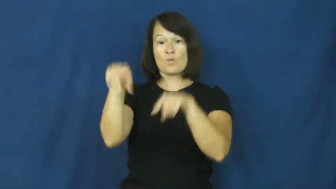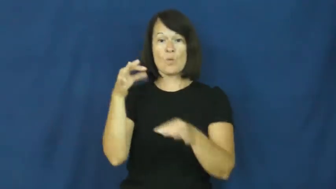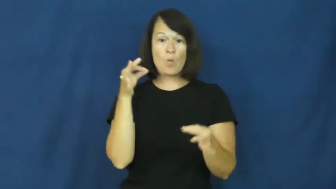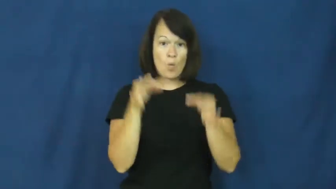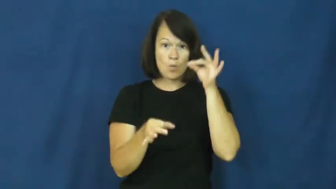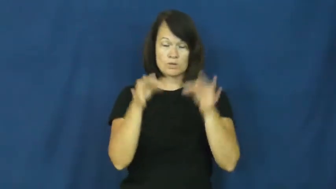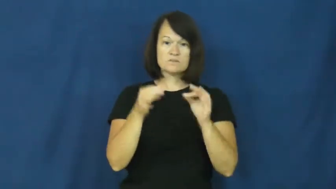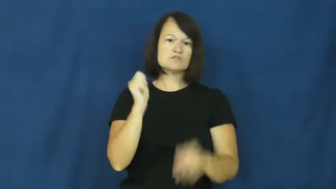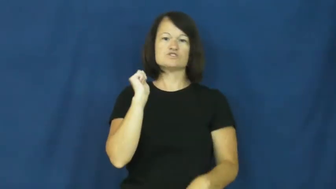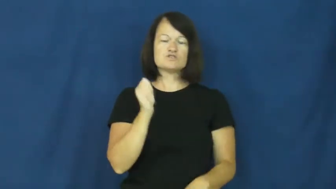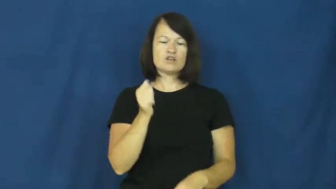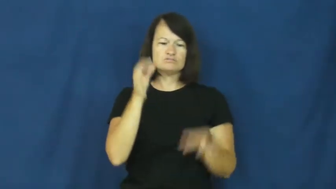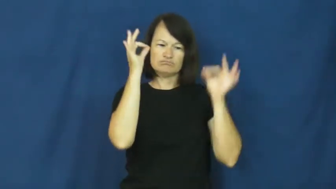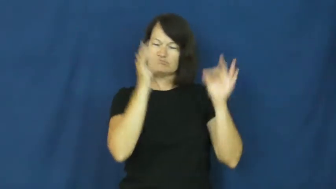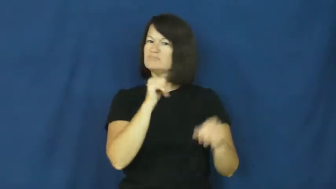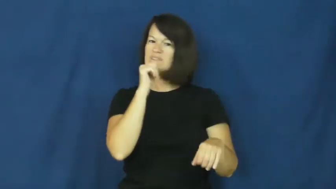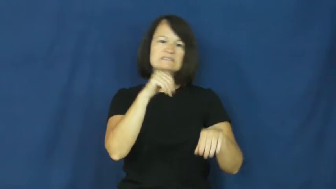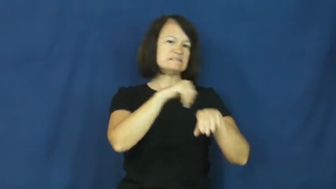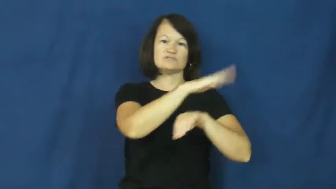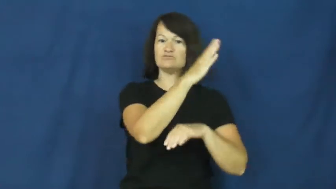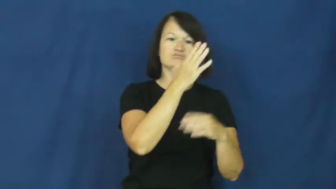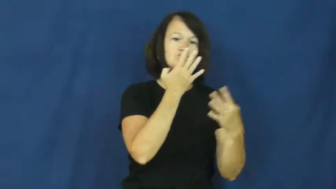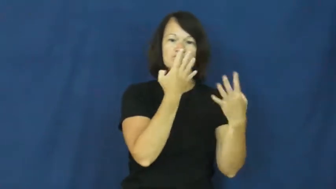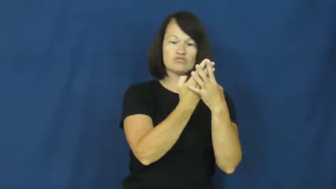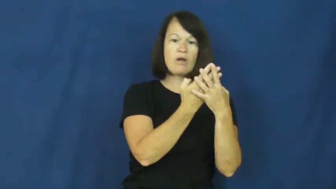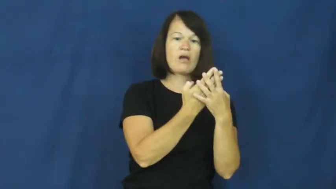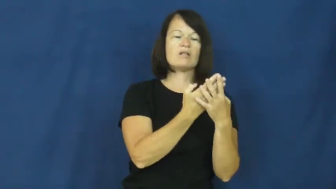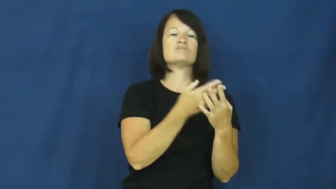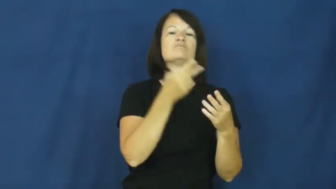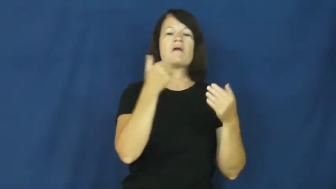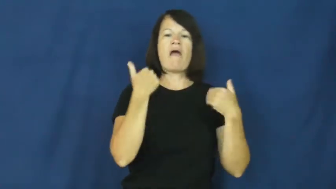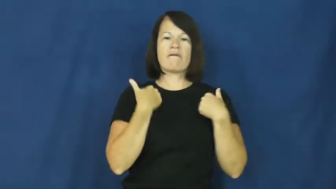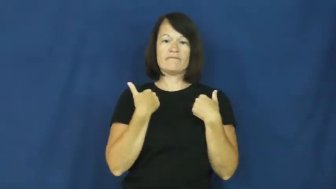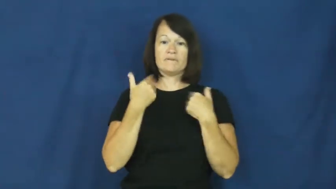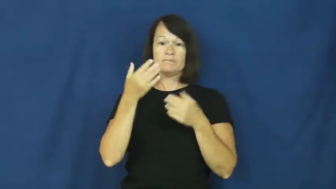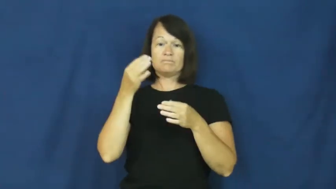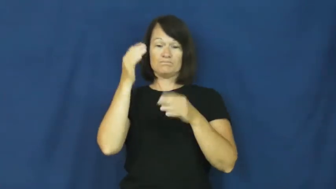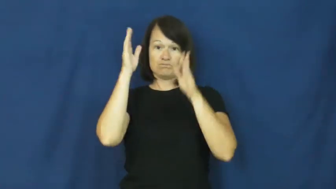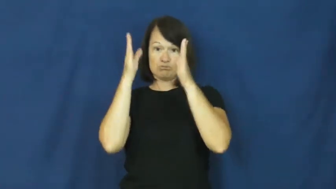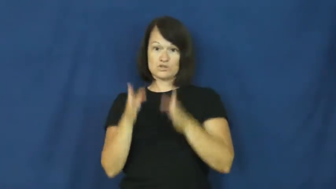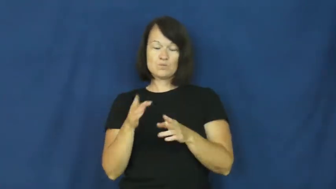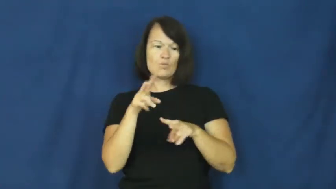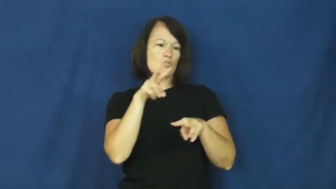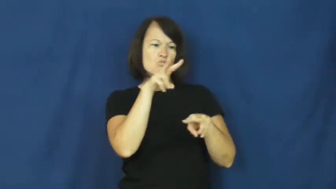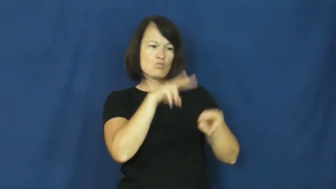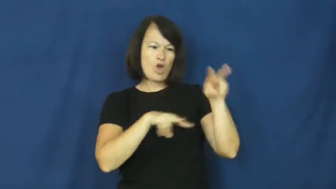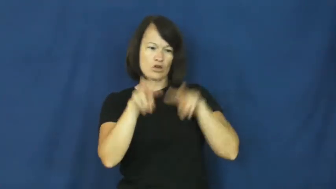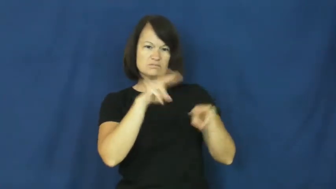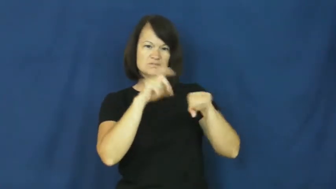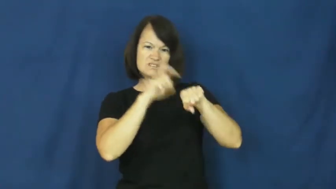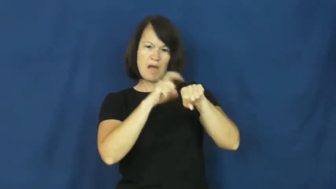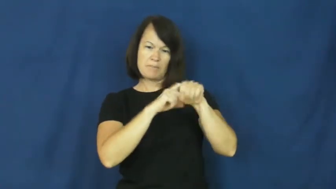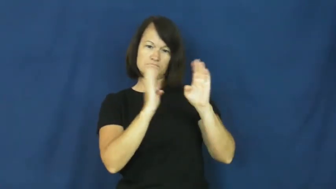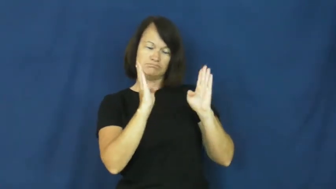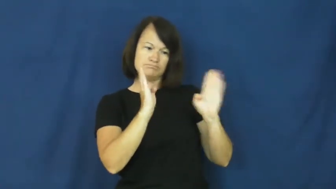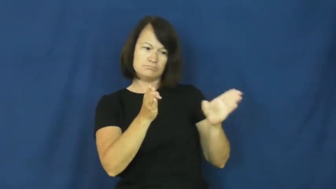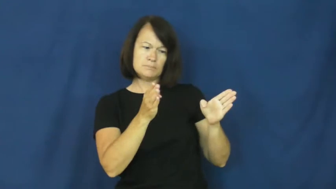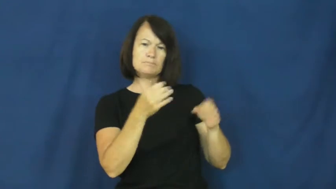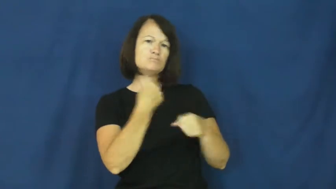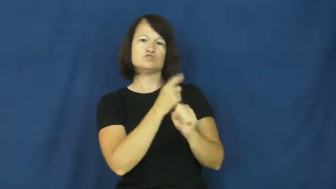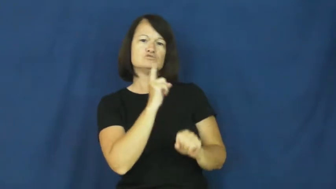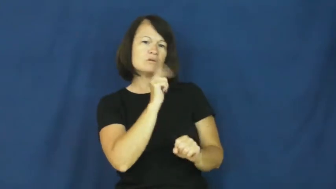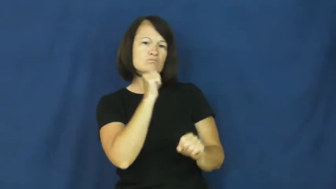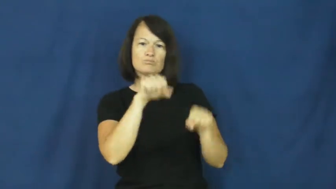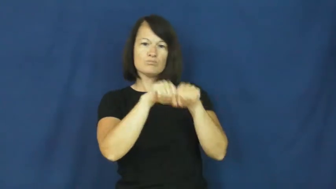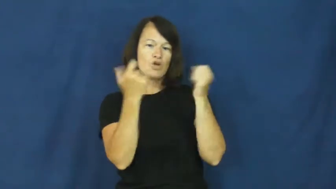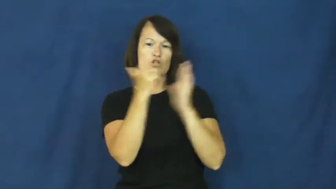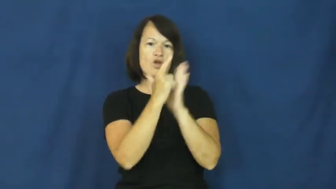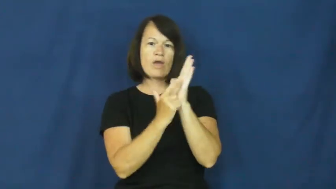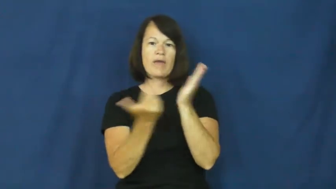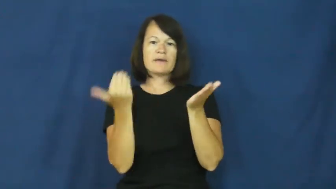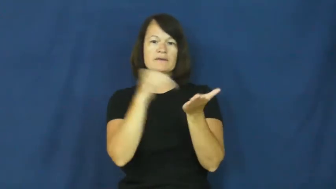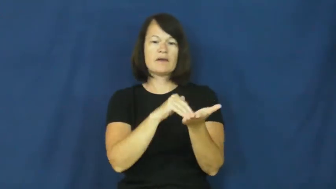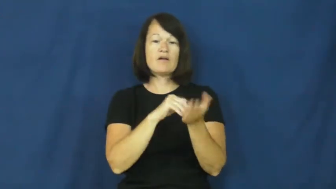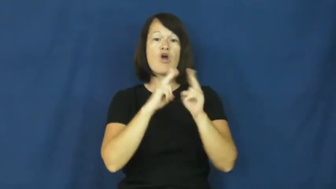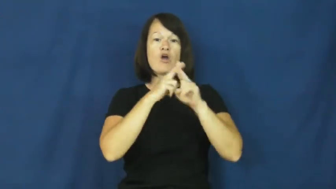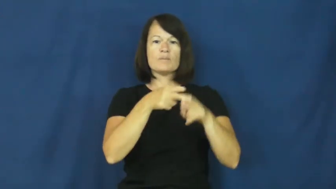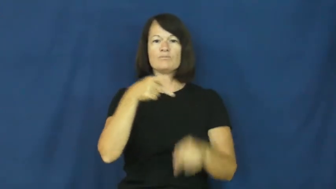probation-court